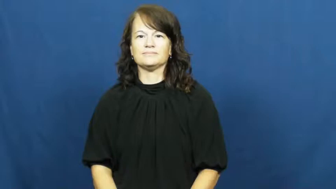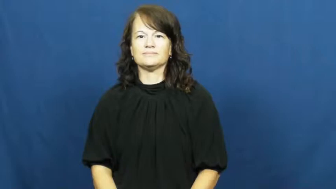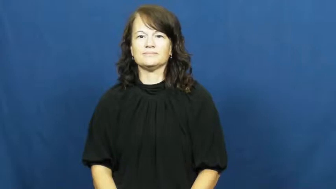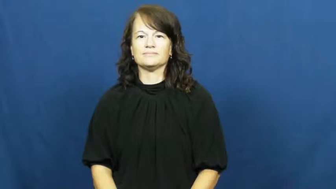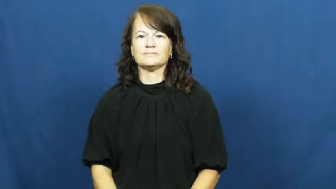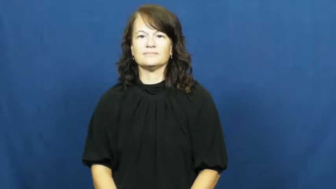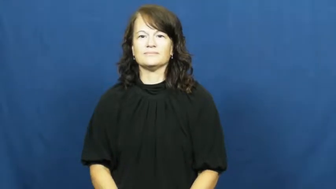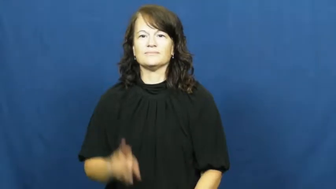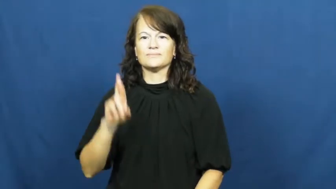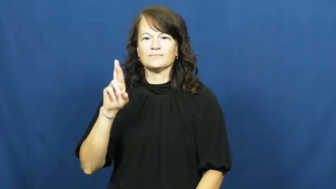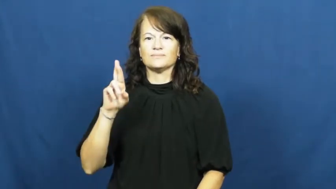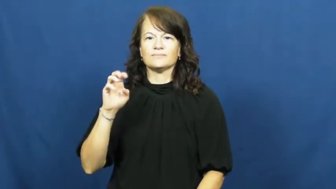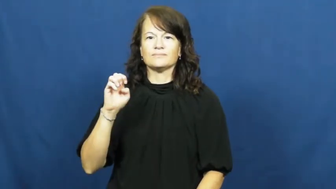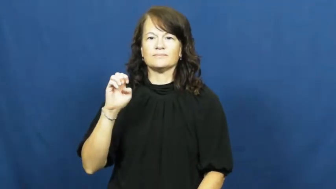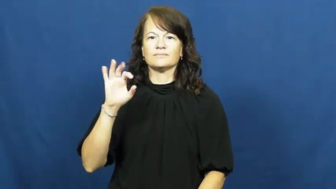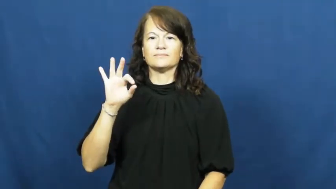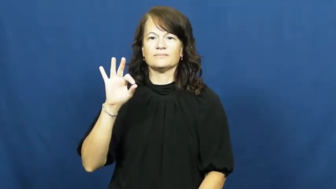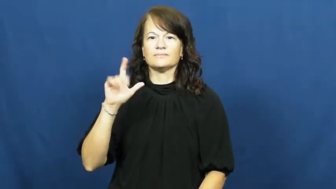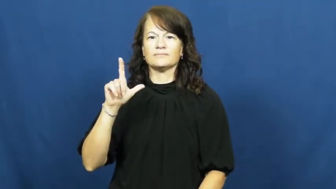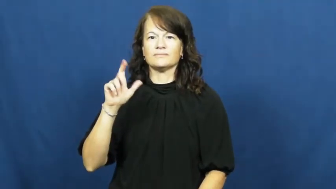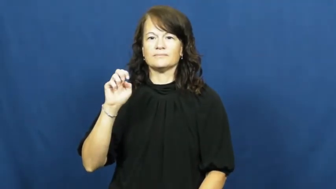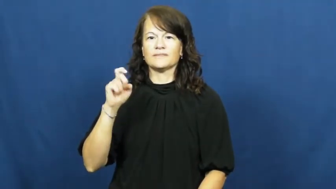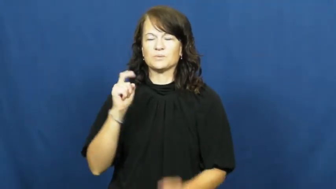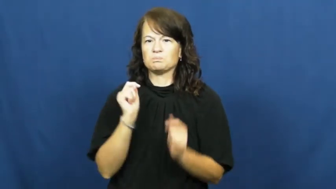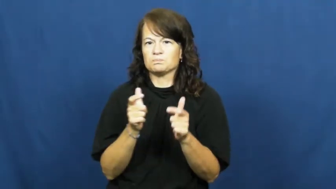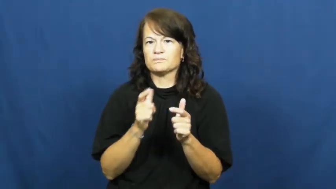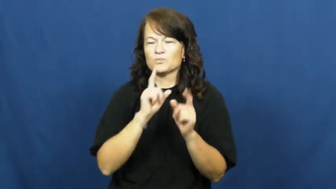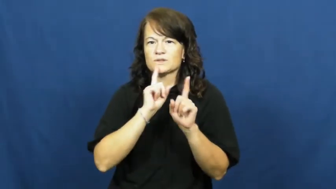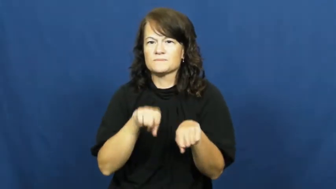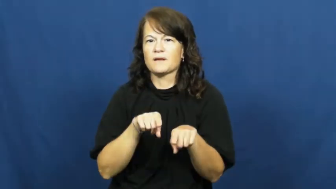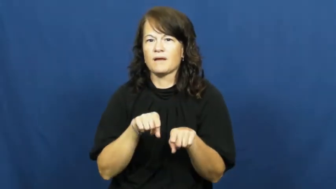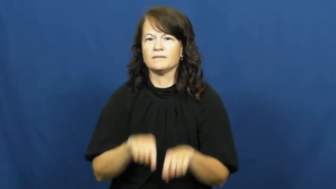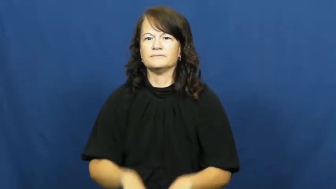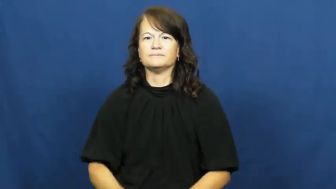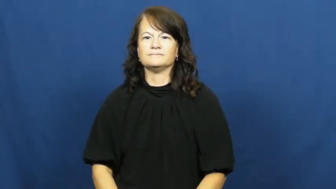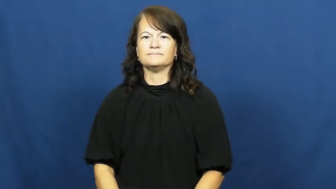reflex